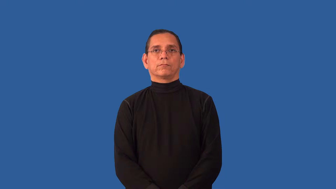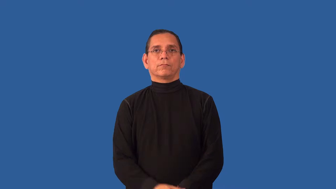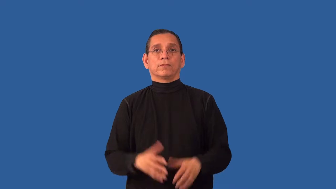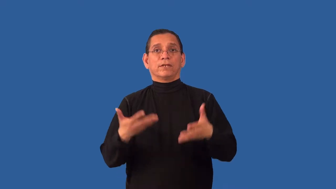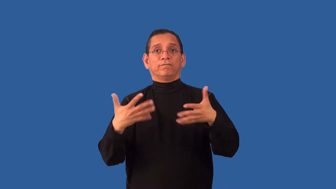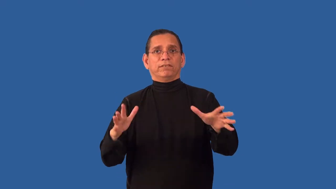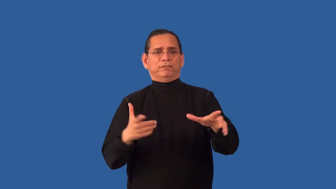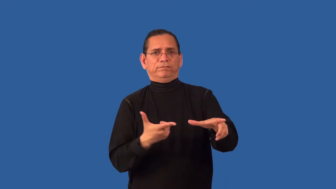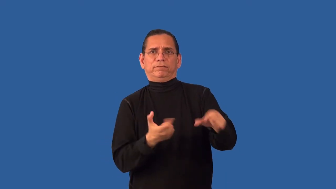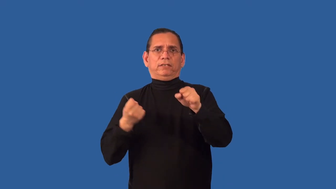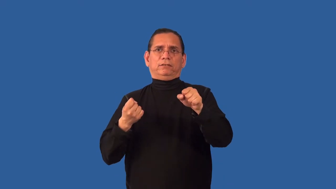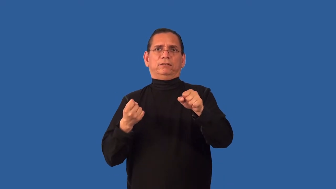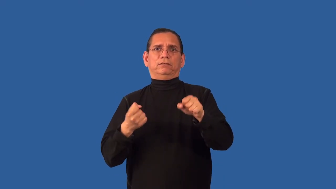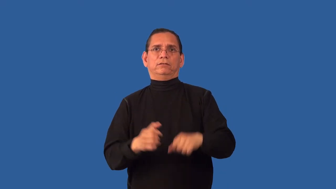unhesitating